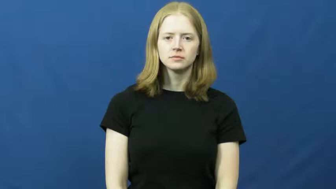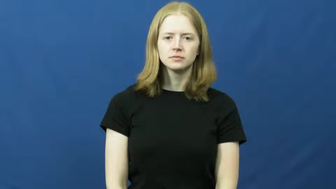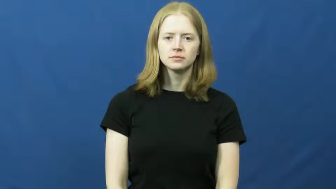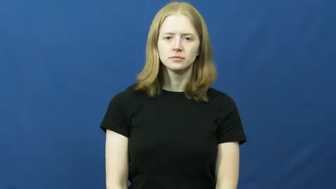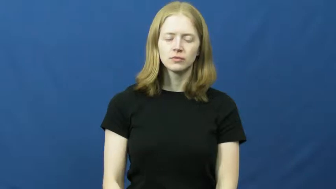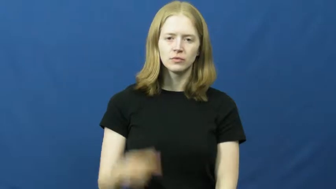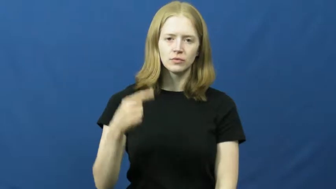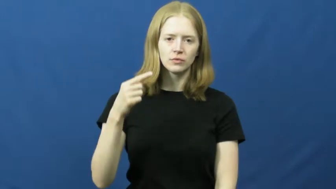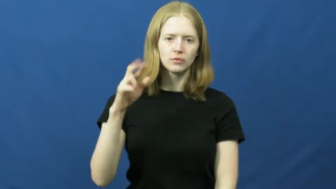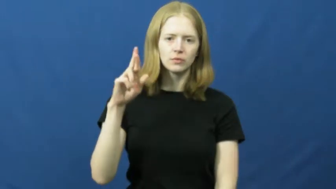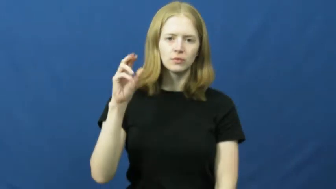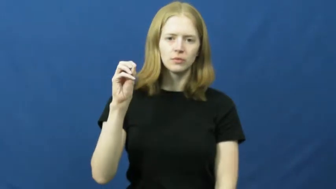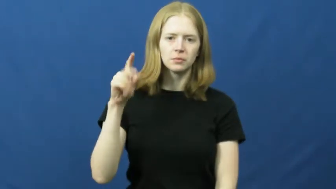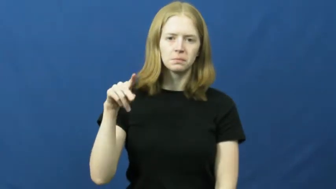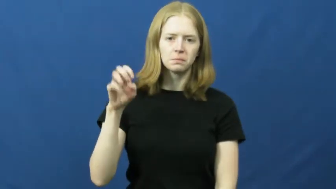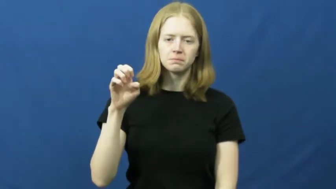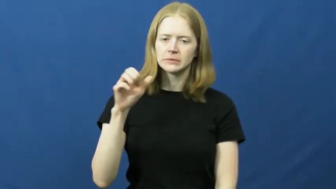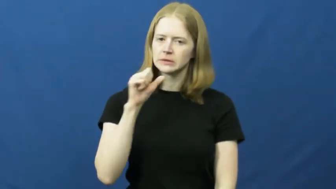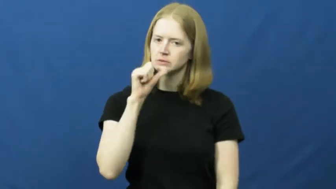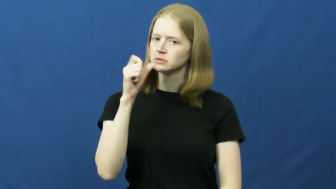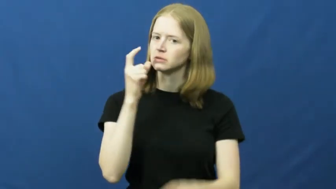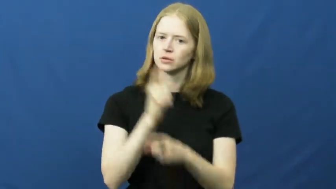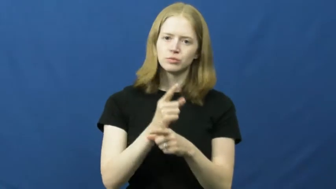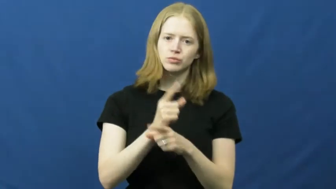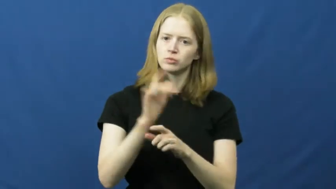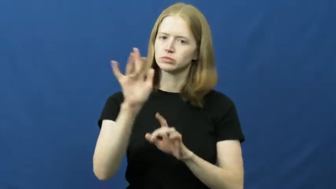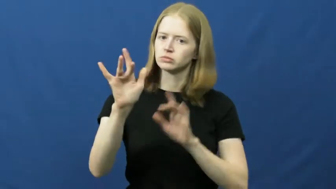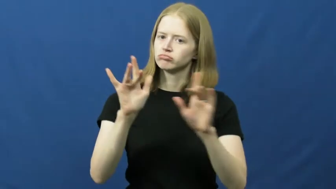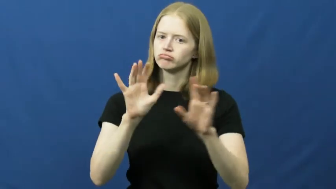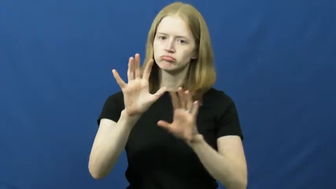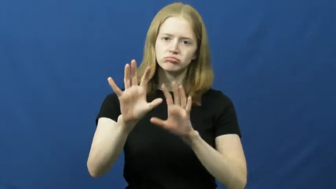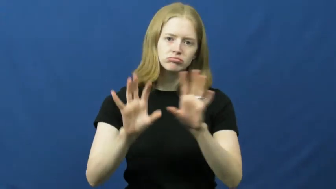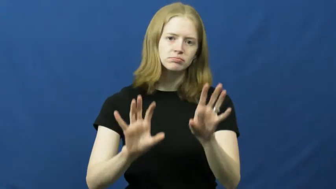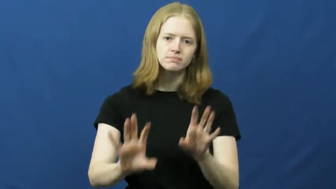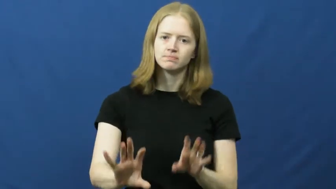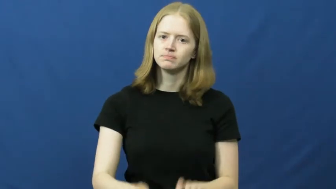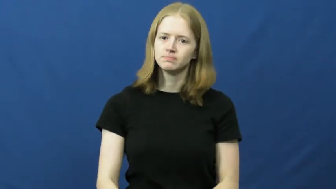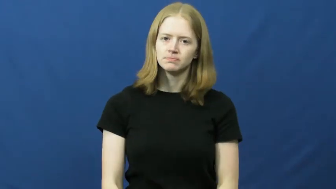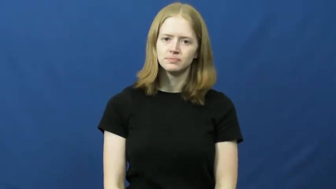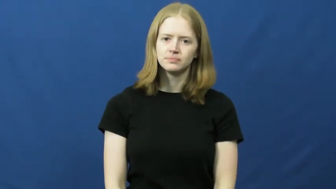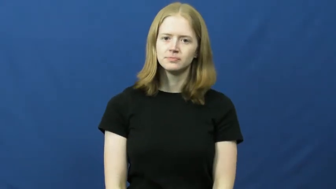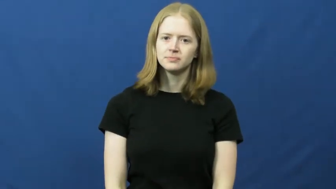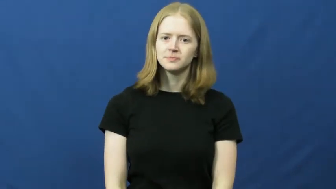grope-inappropriate